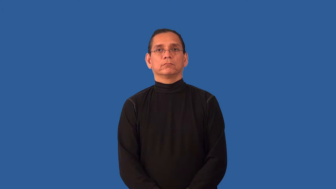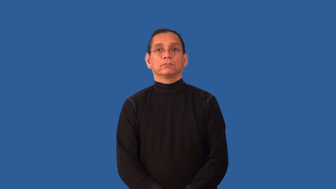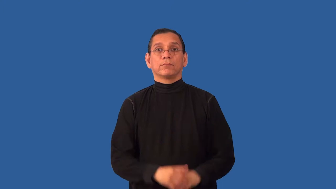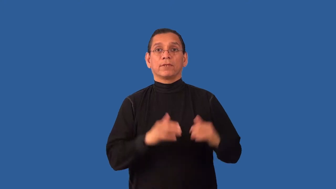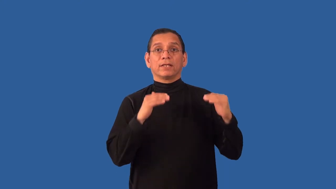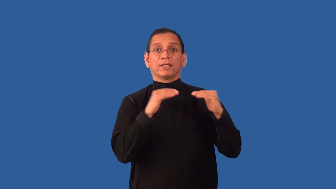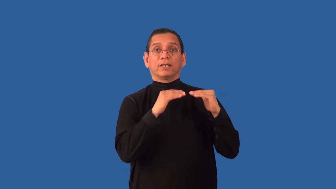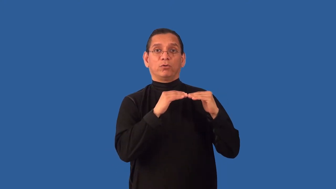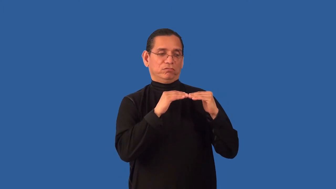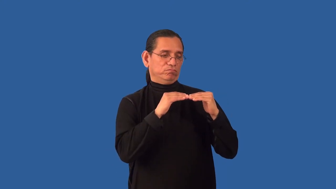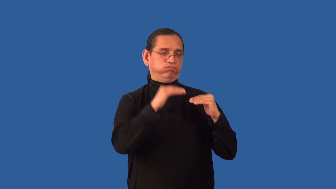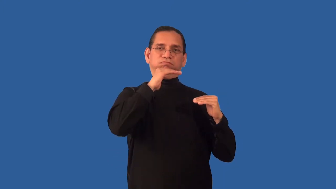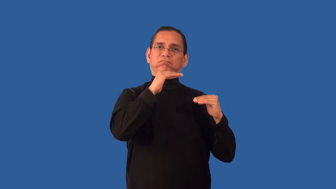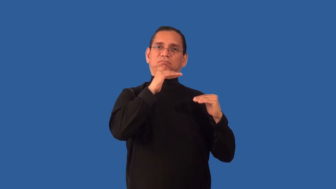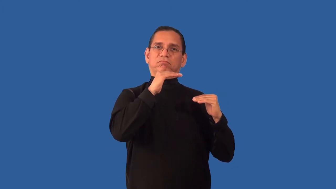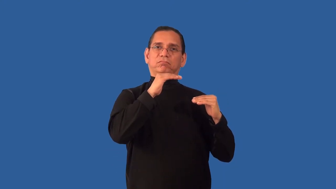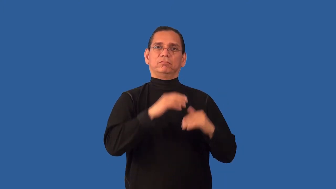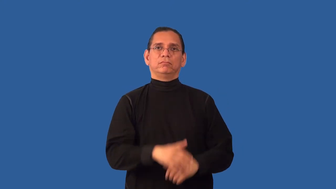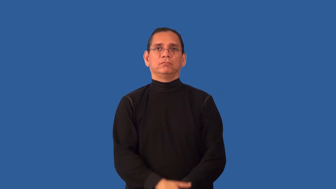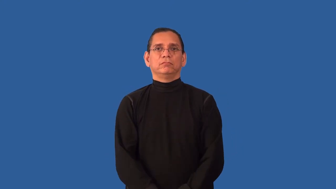unequaled